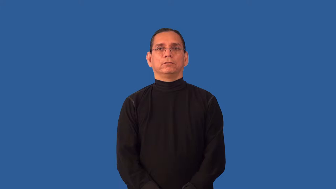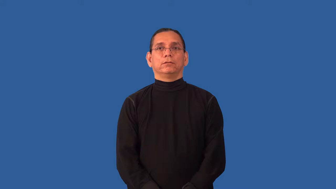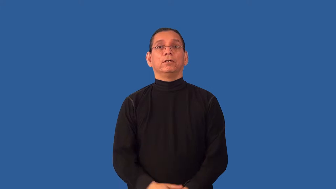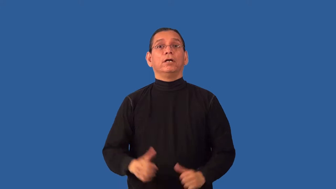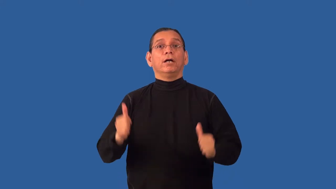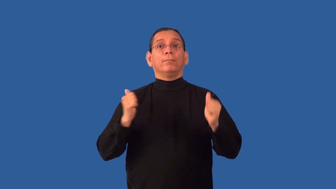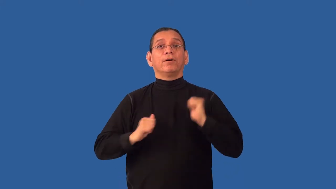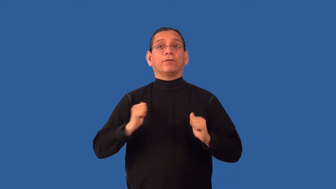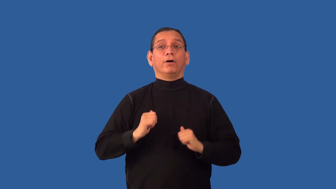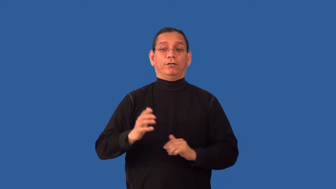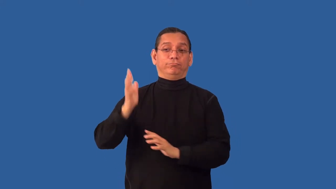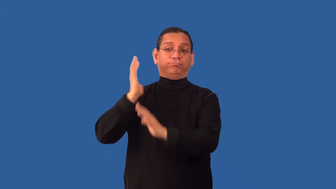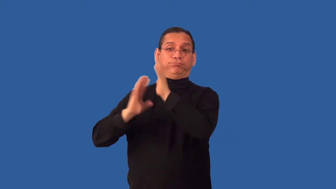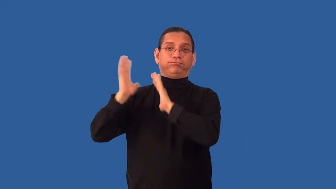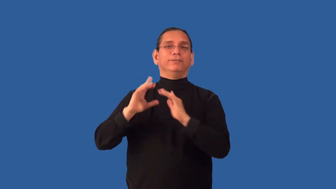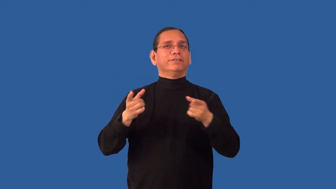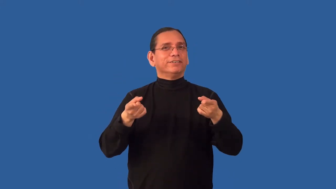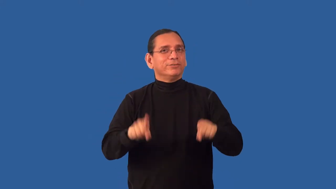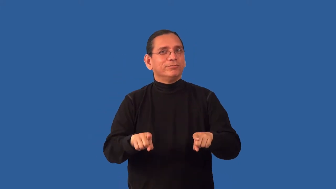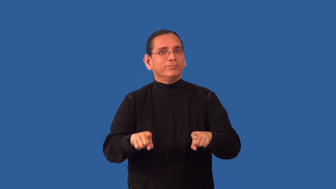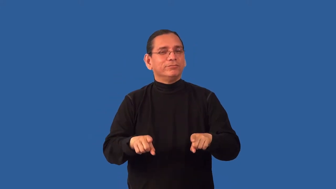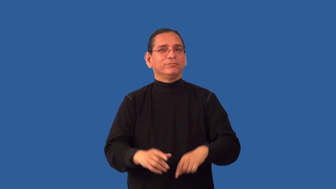reenact-history event